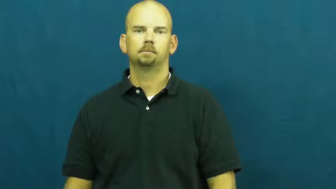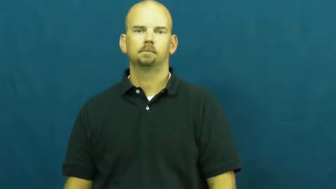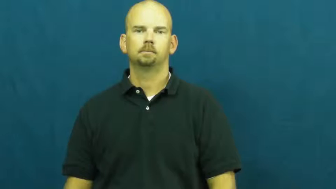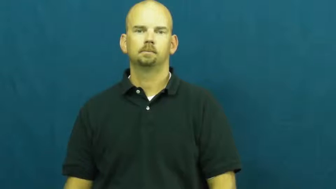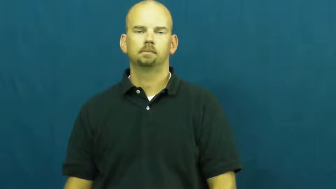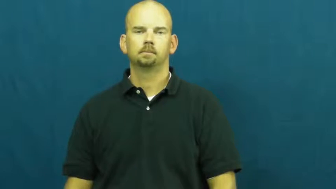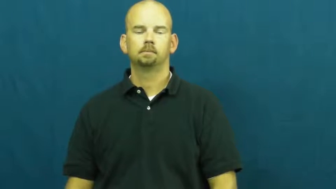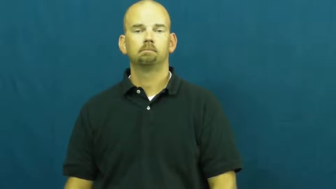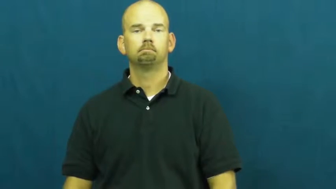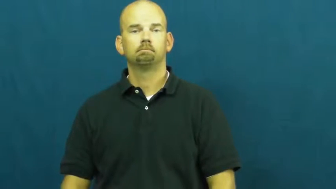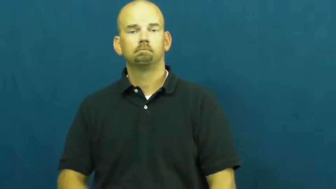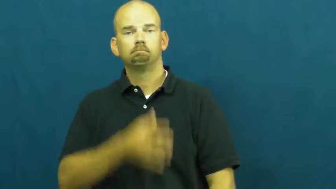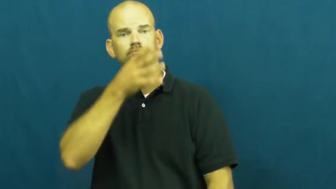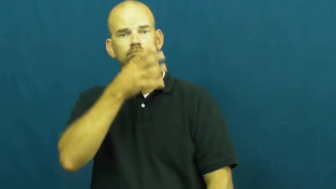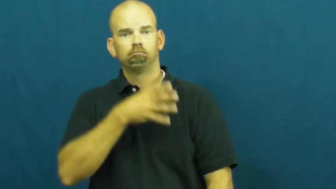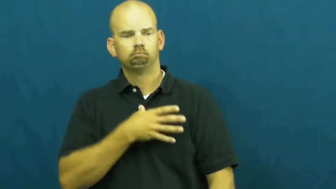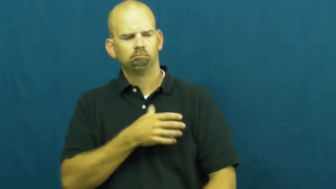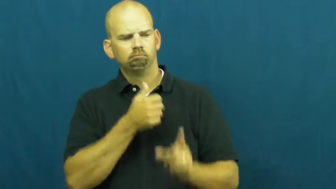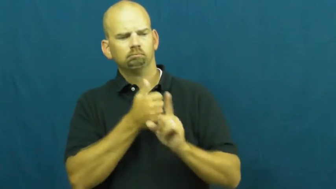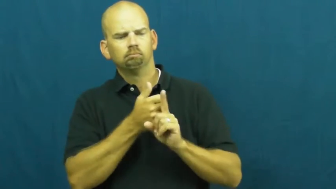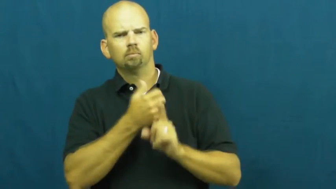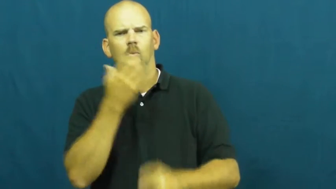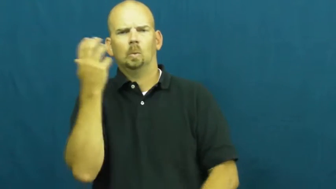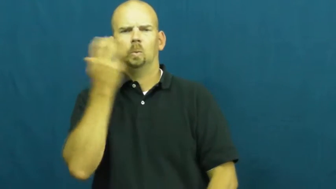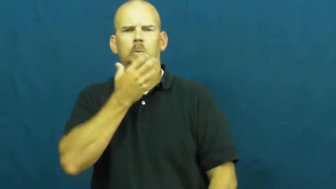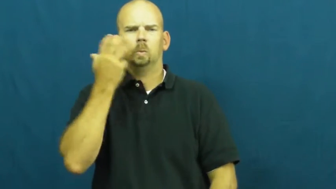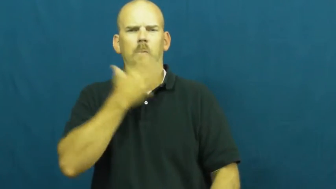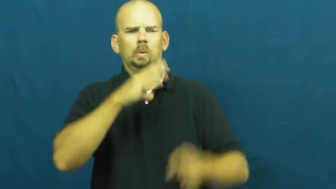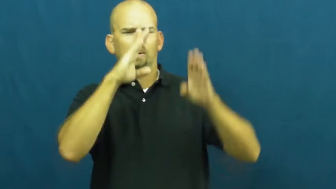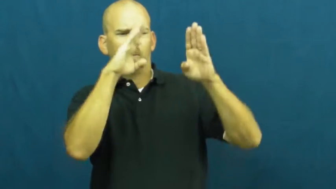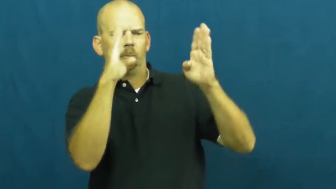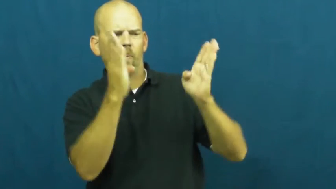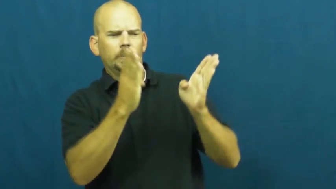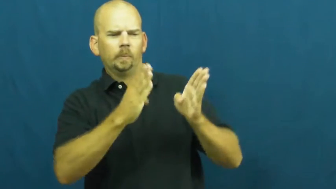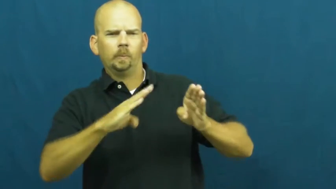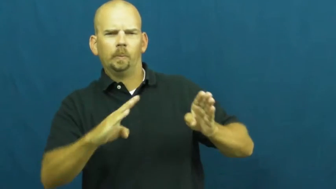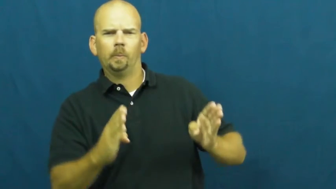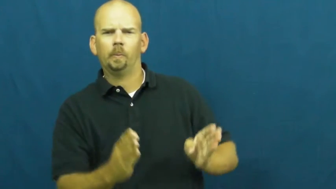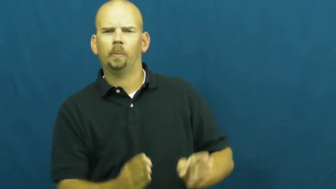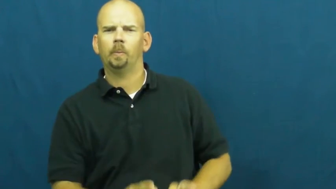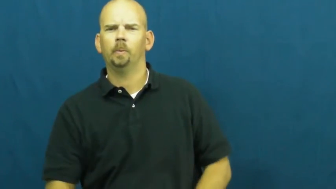voluptuous,curvy,shapely